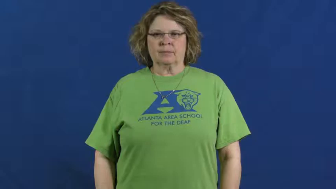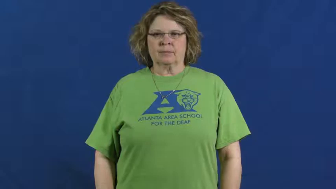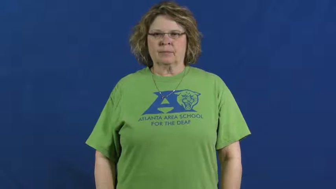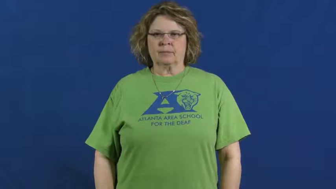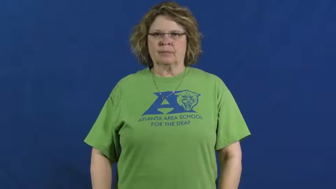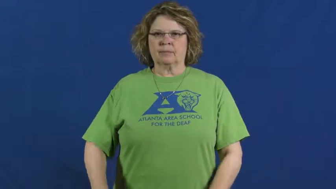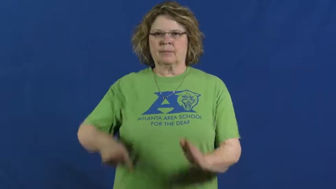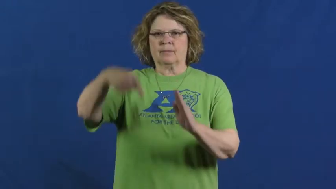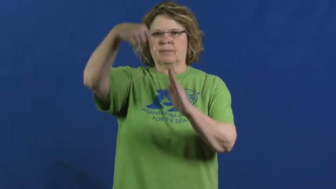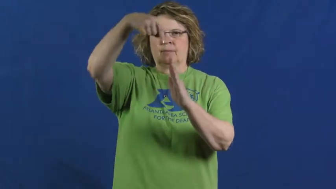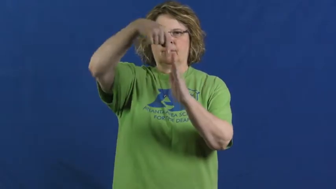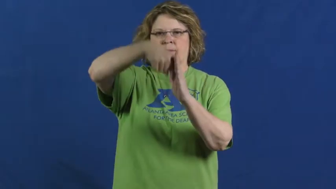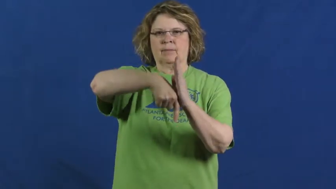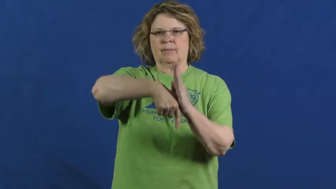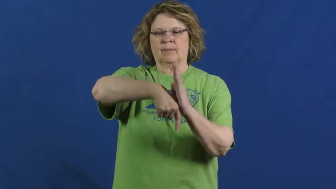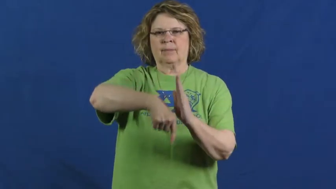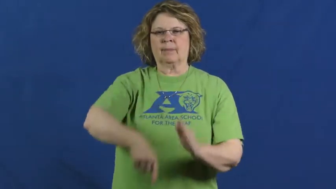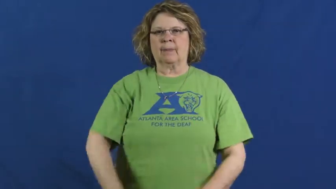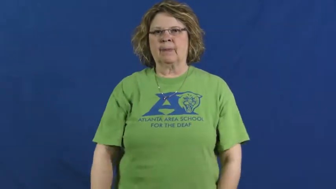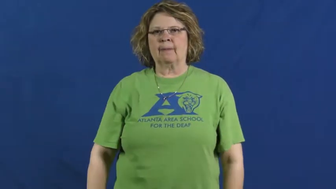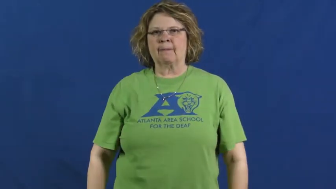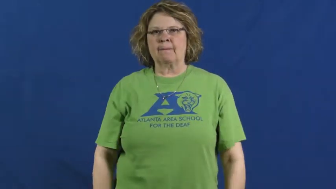deep